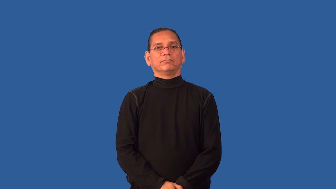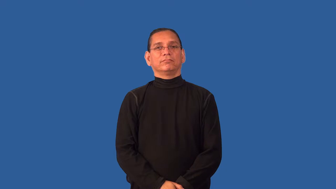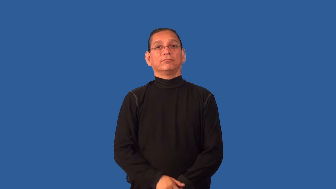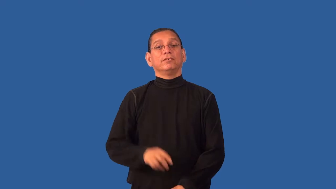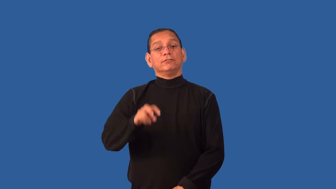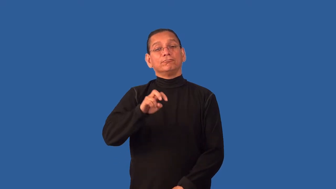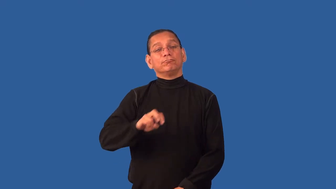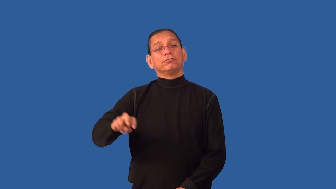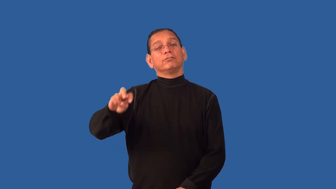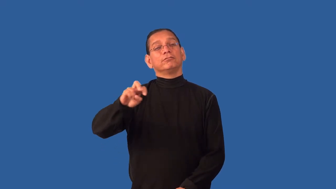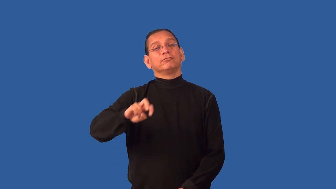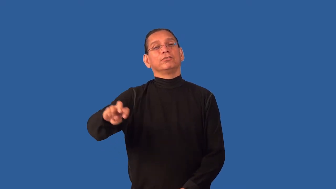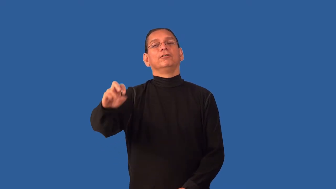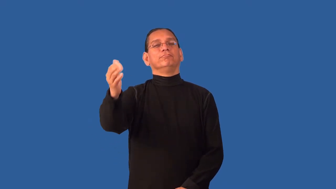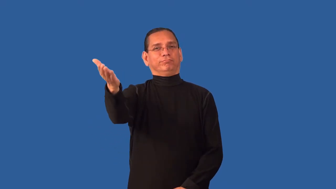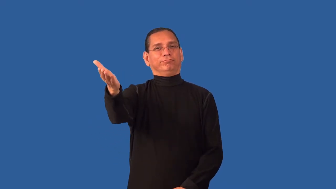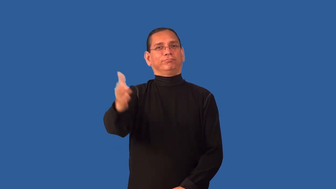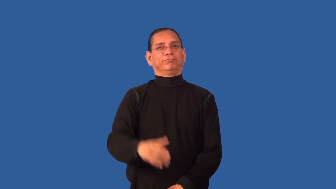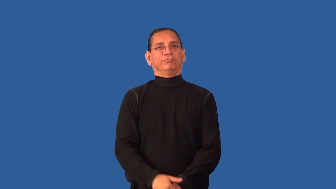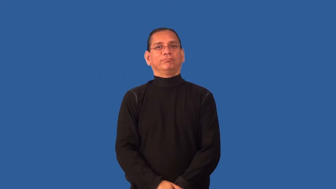destination